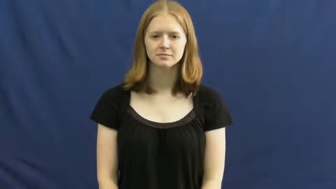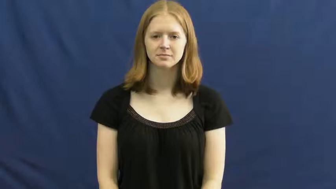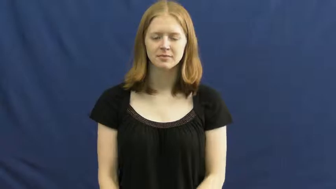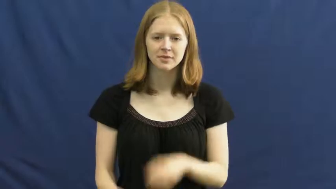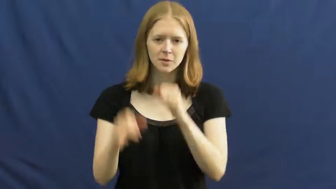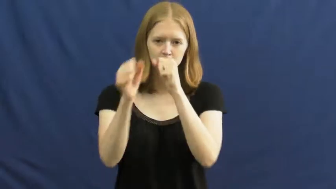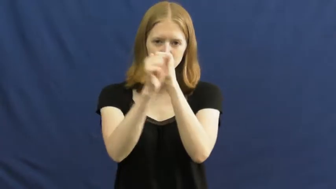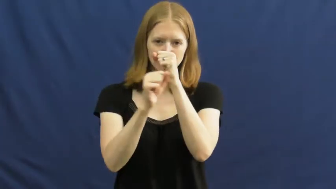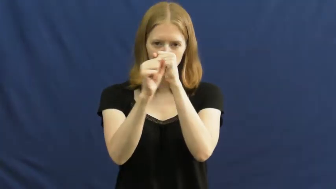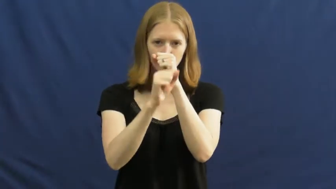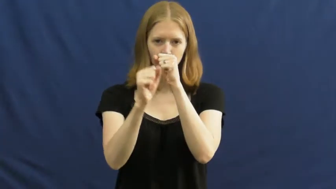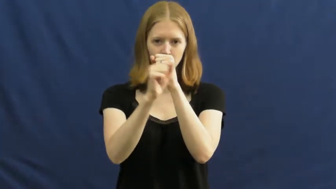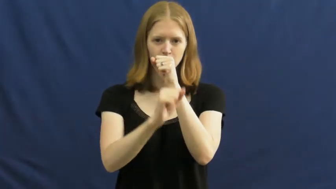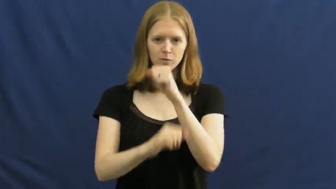mosquito,skeeter